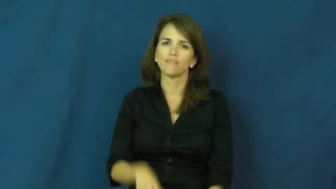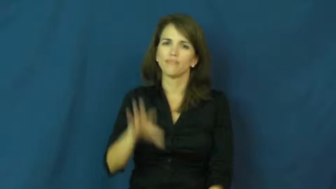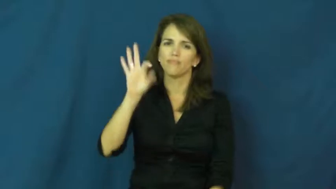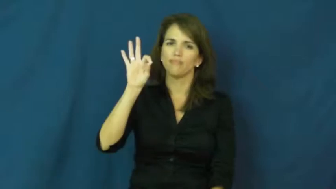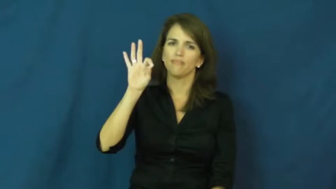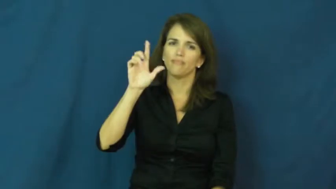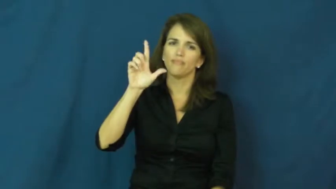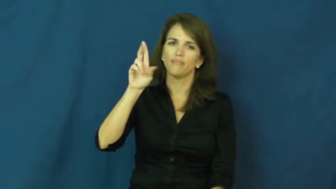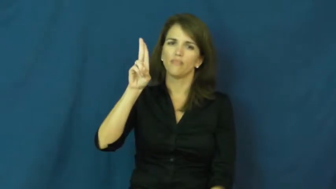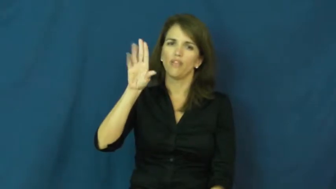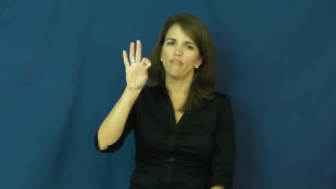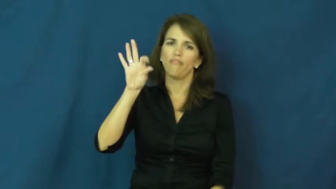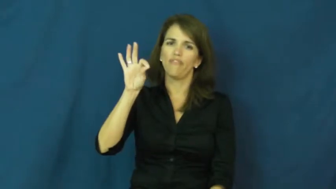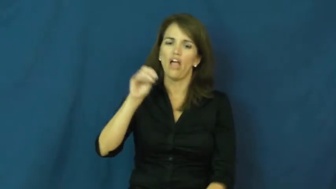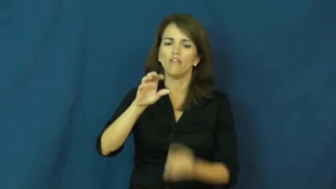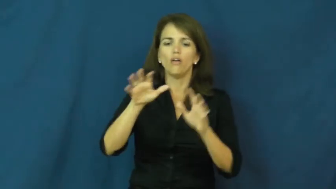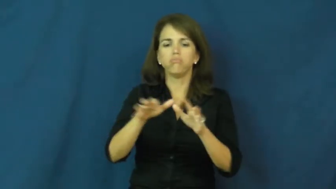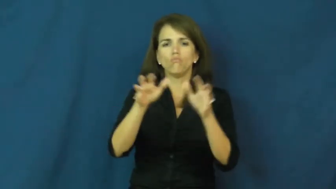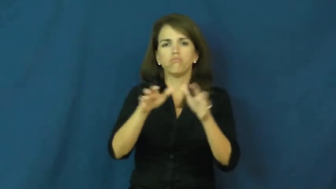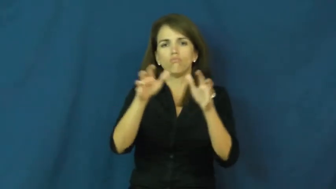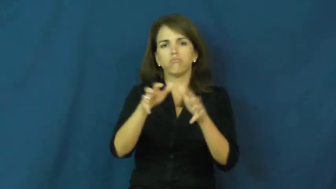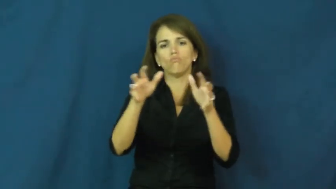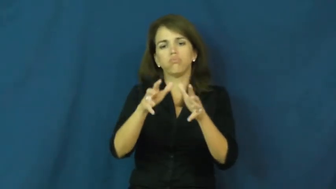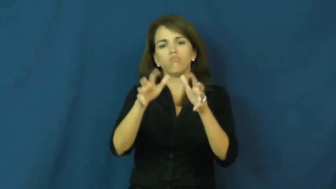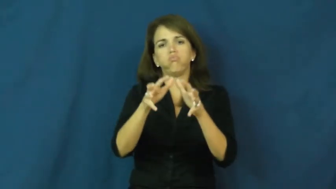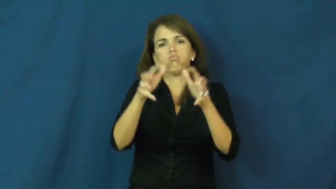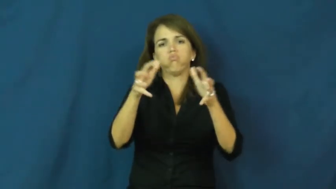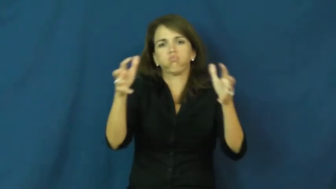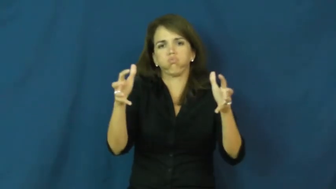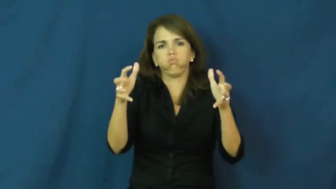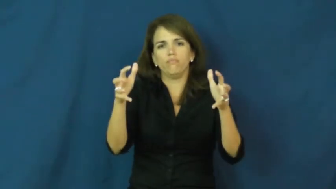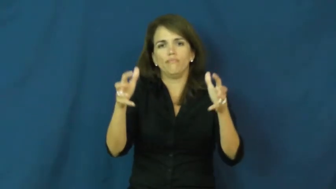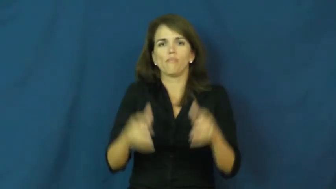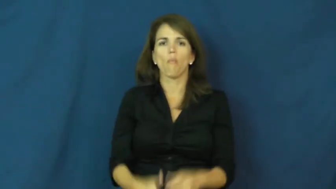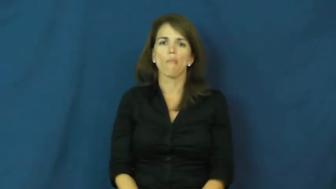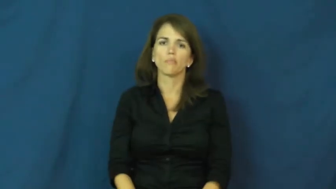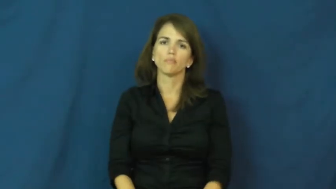fluff,fluff up-verb